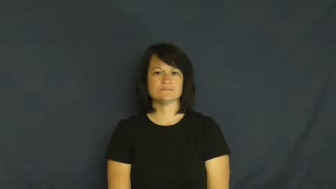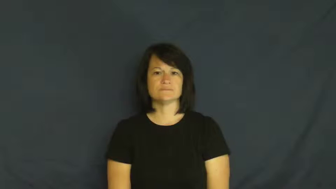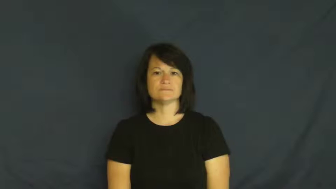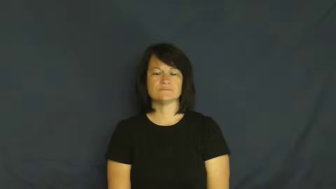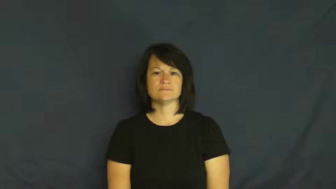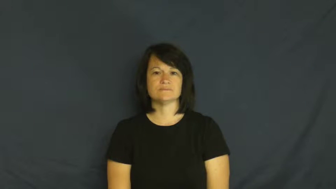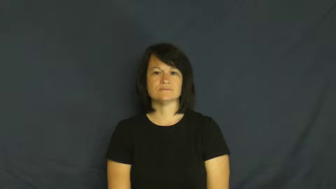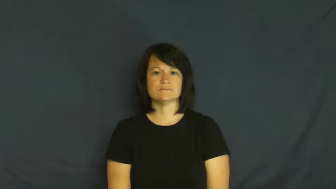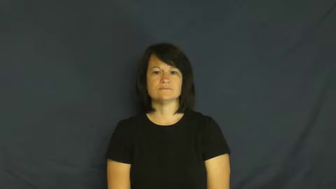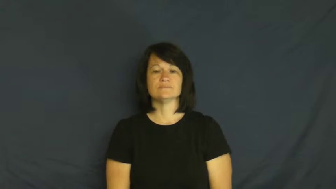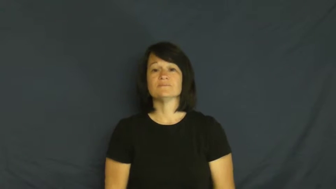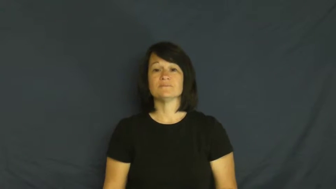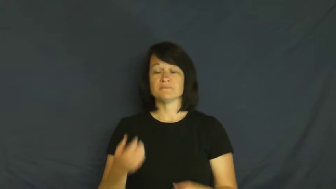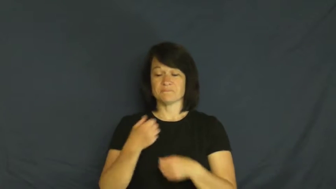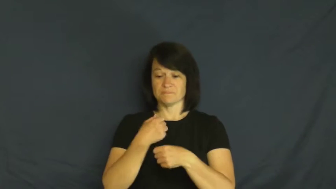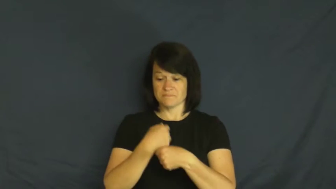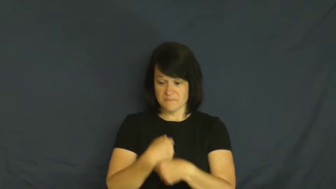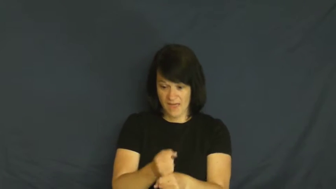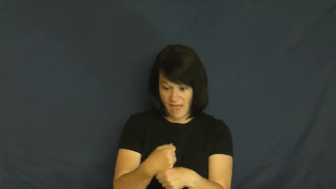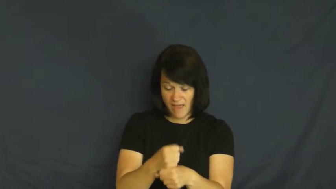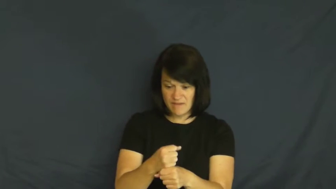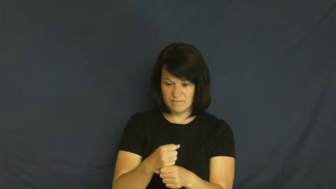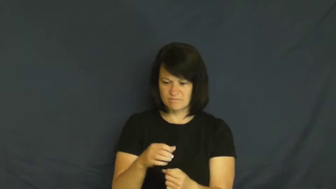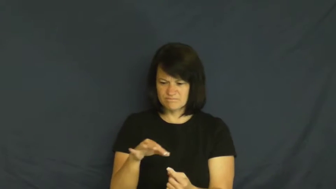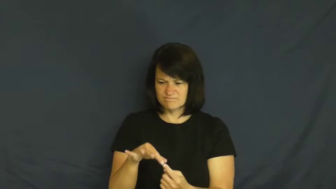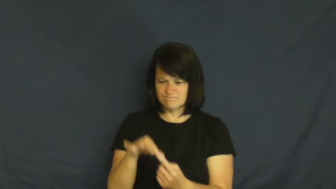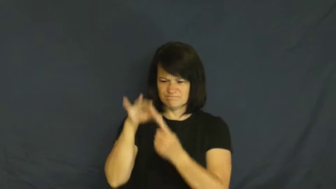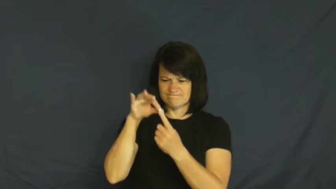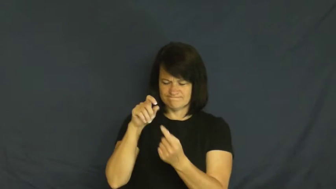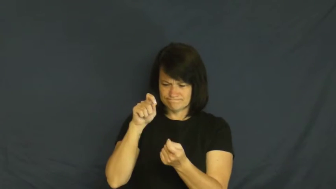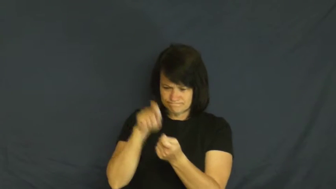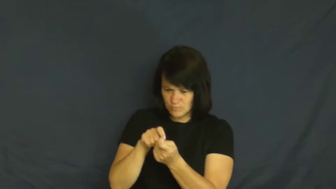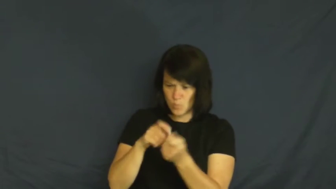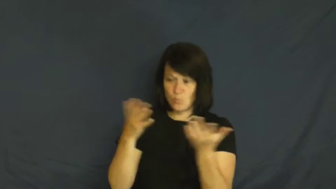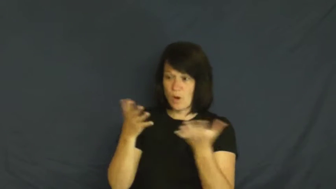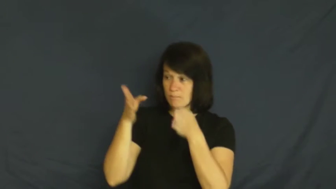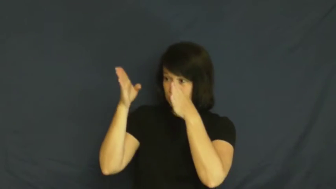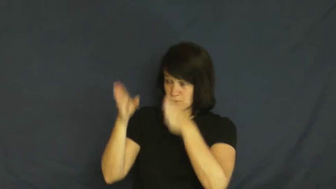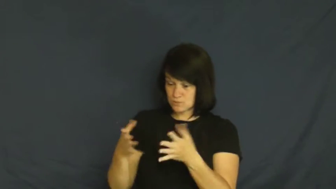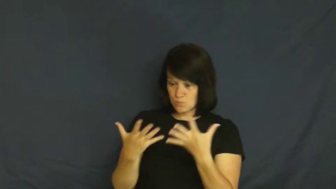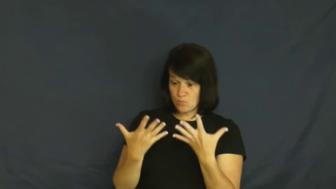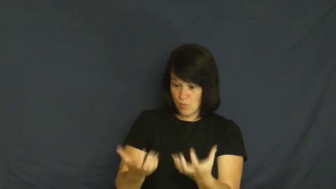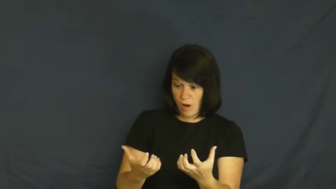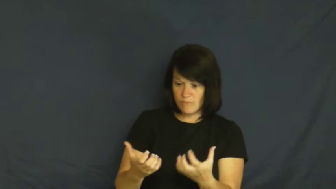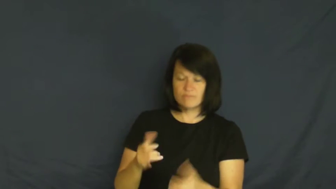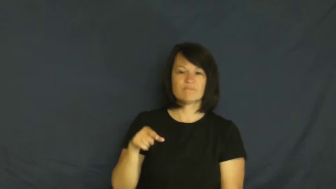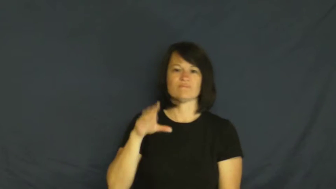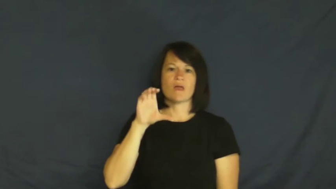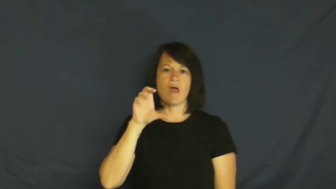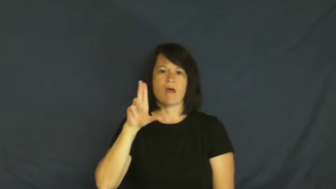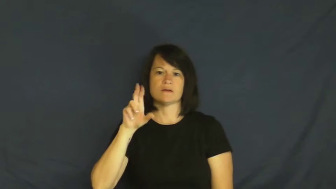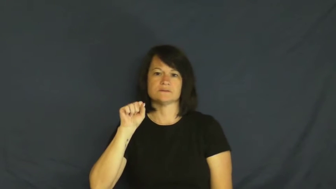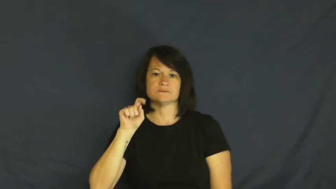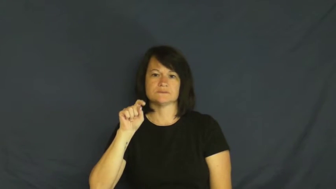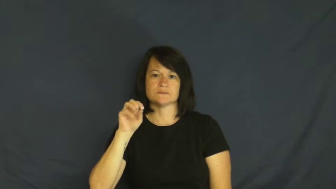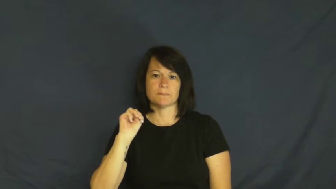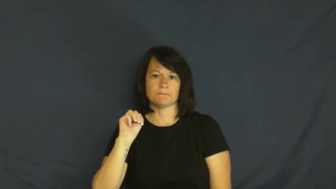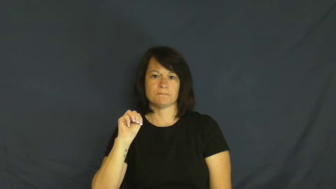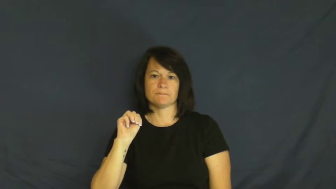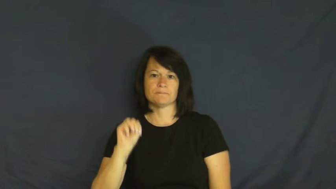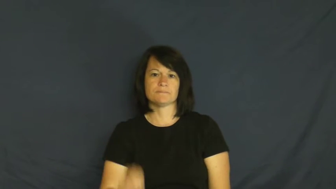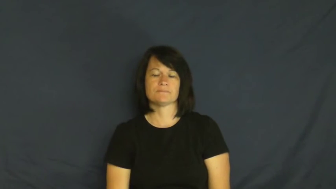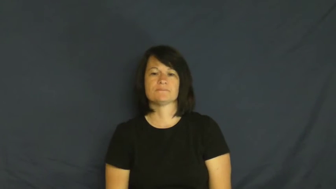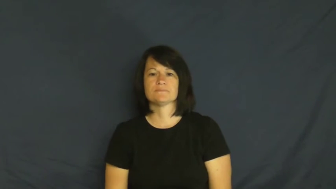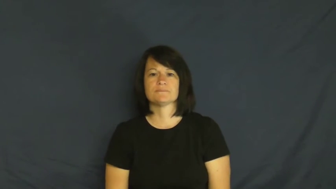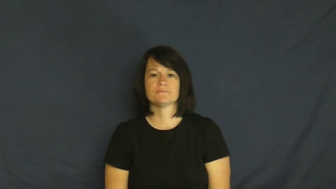custom-special